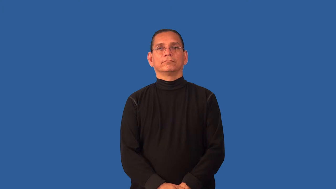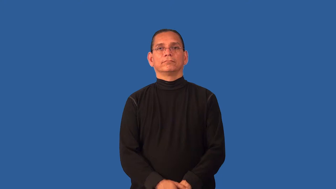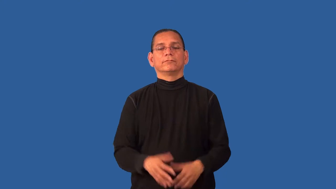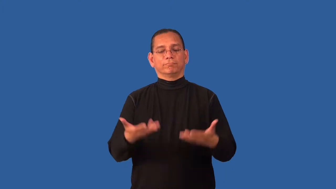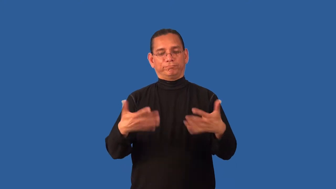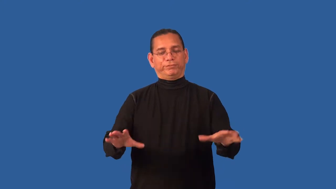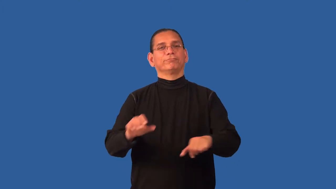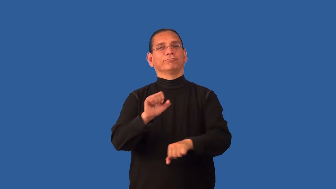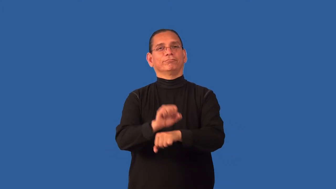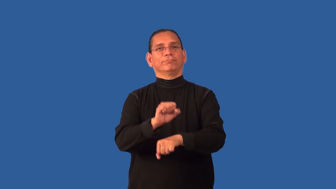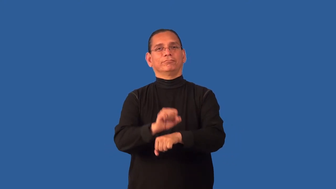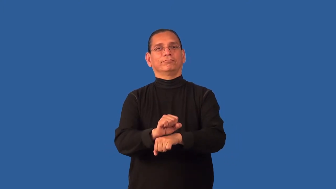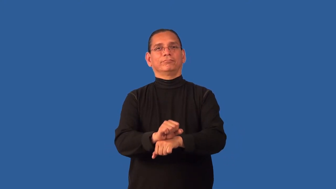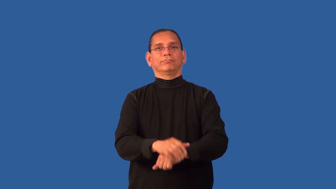deliver-complete a task you promised to do